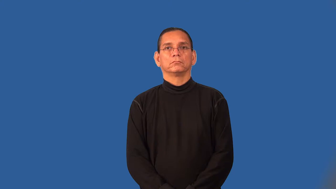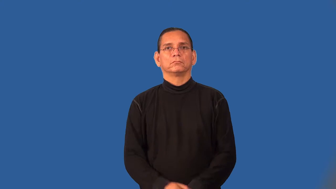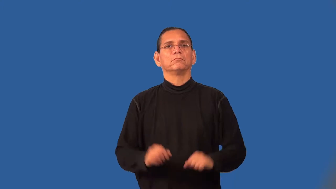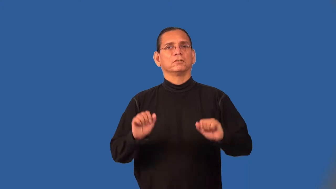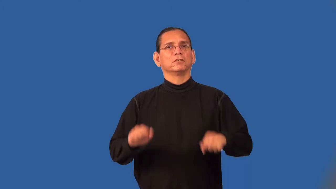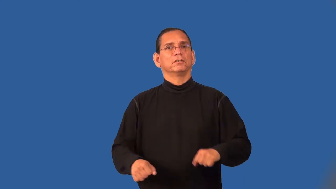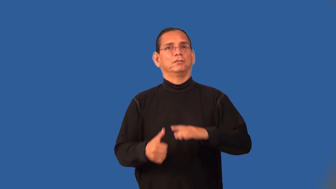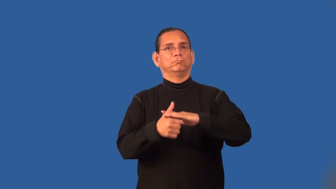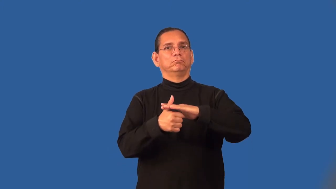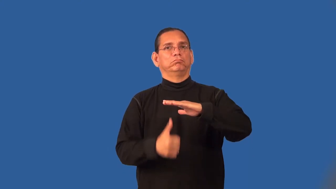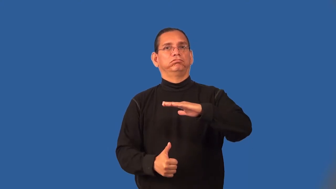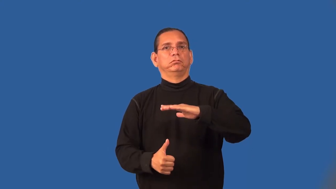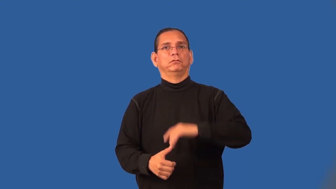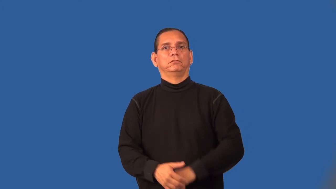submersible